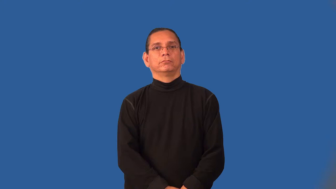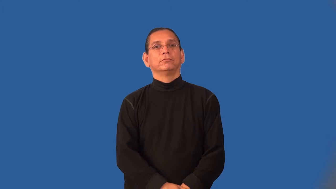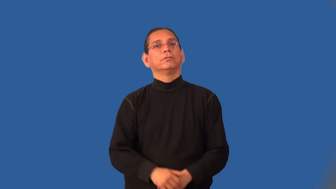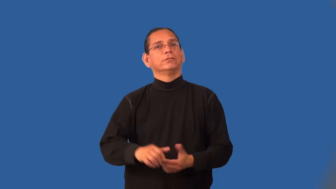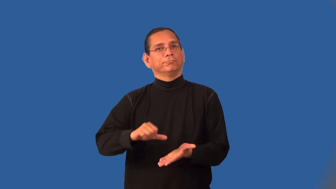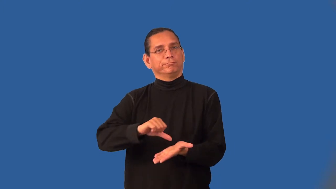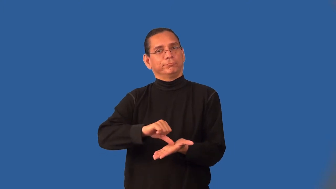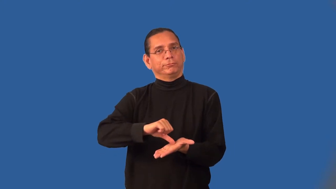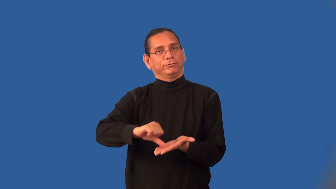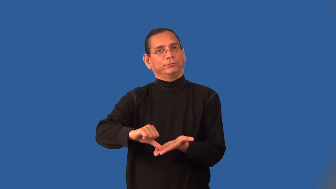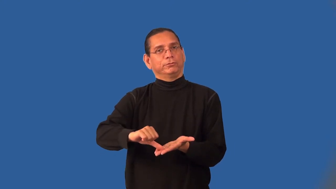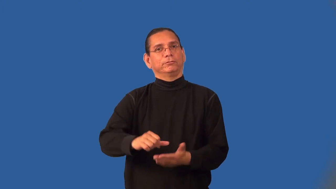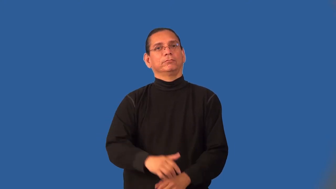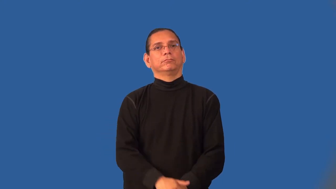incision